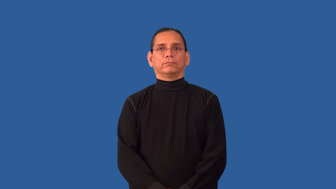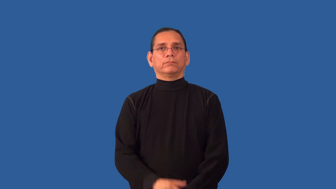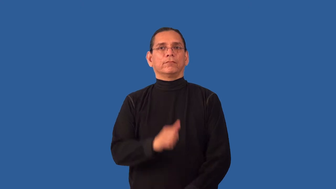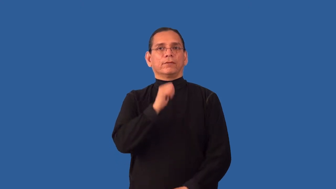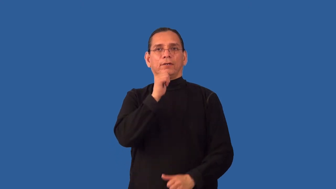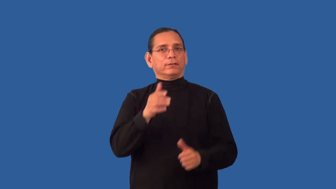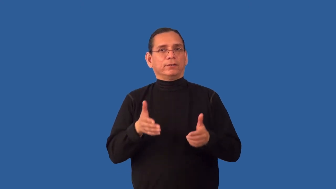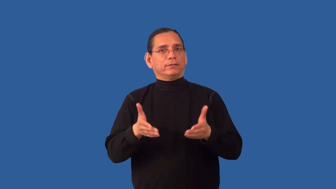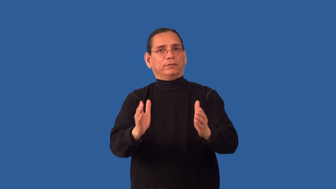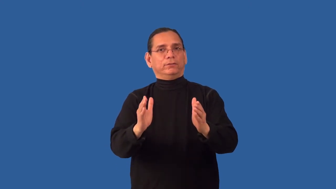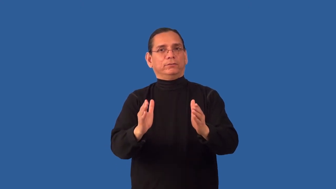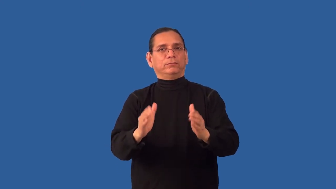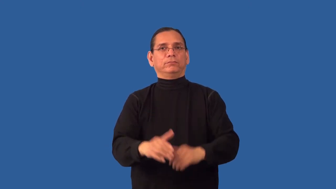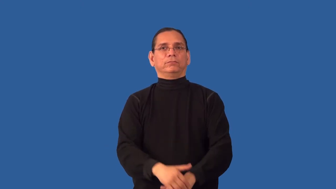ineligible,impermissible,unallowable,inadmissible-not allowed